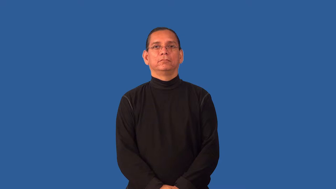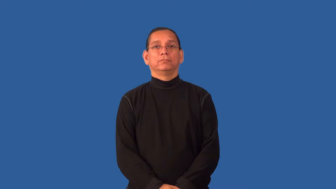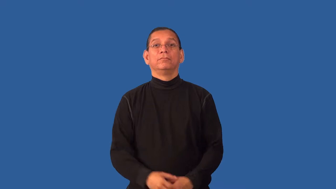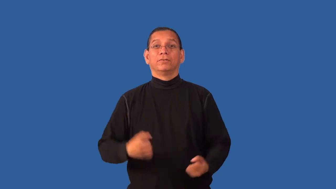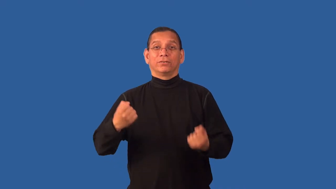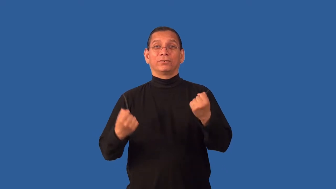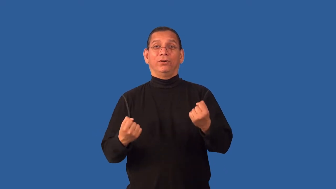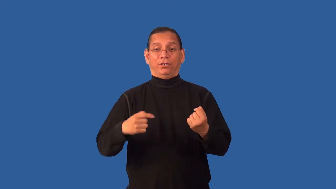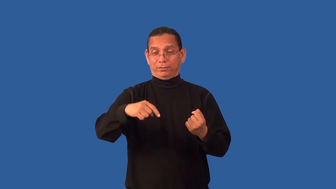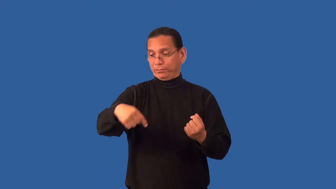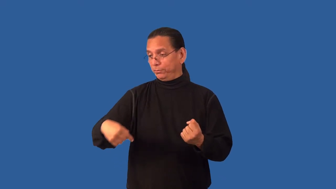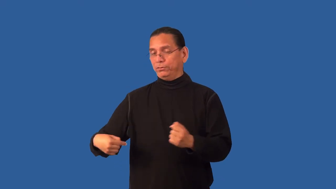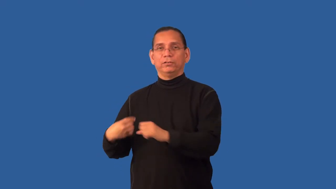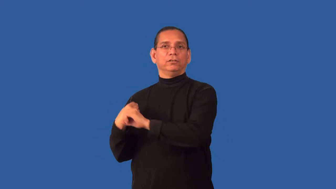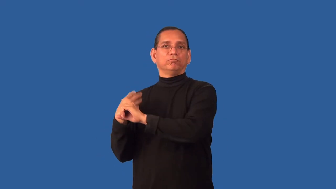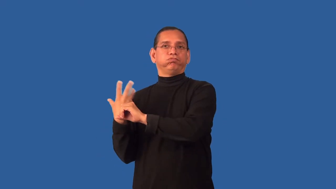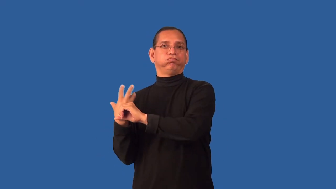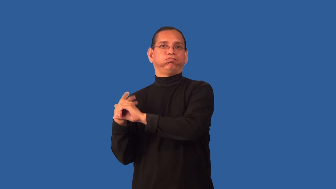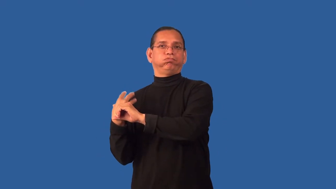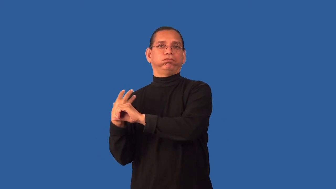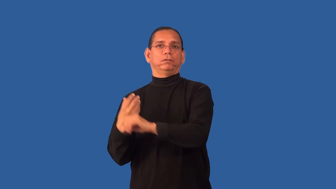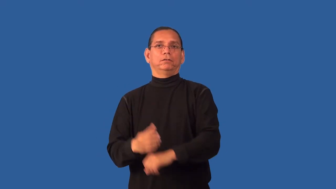emission-car